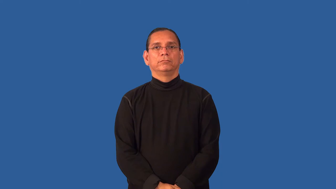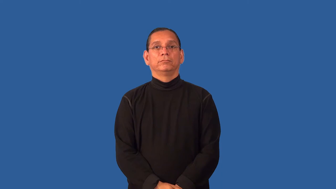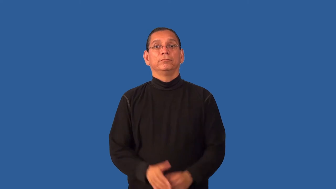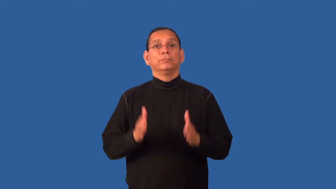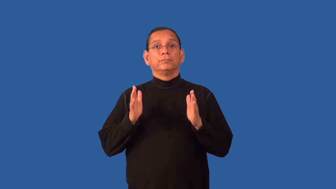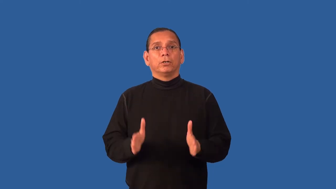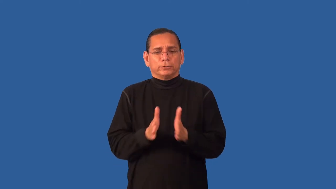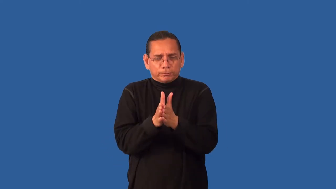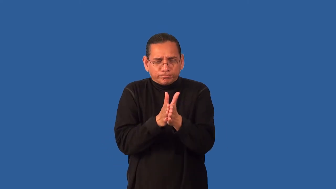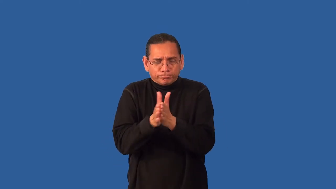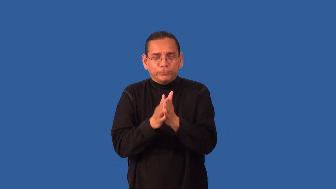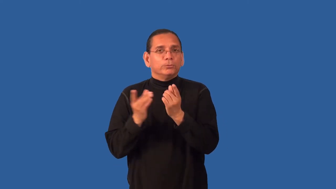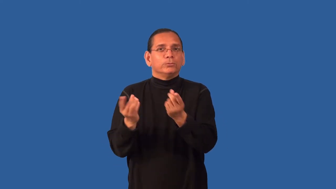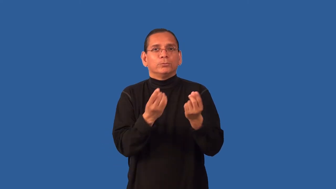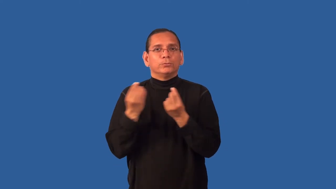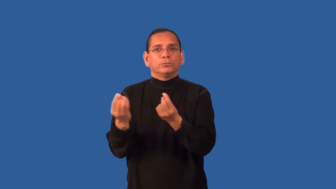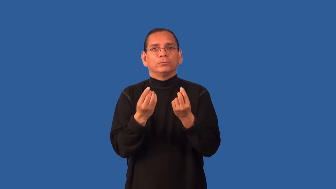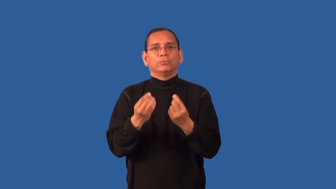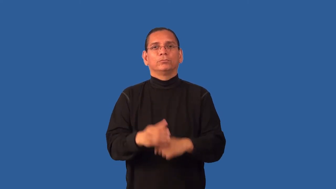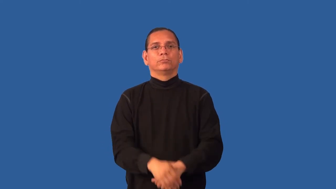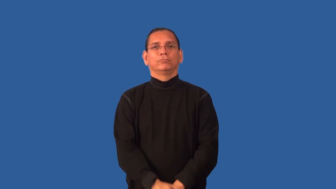enthusiast